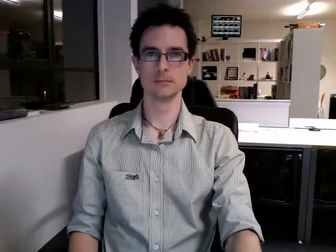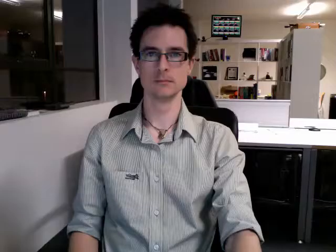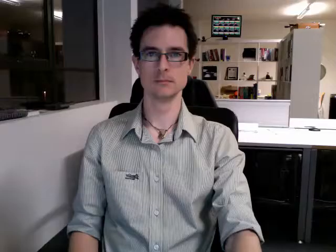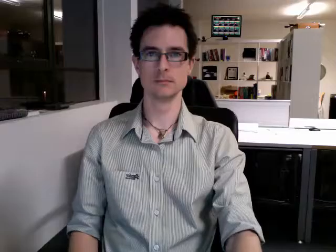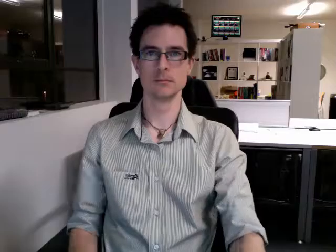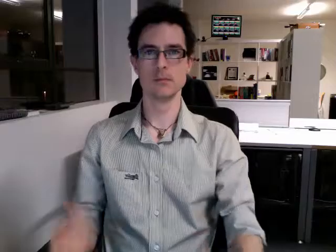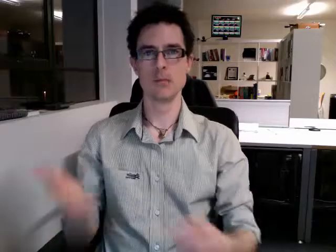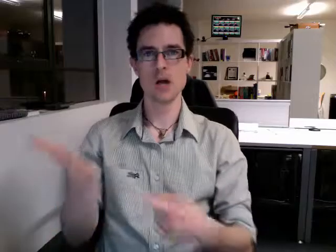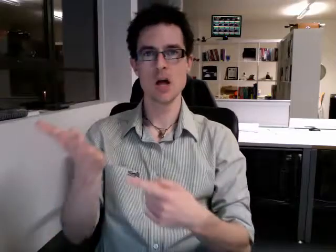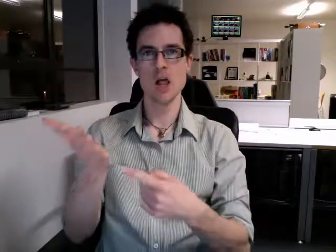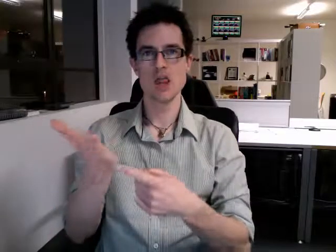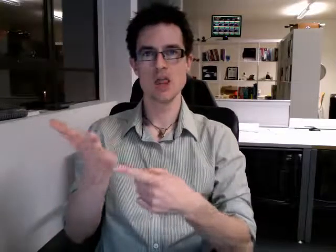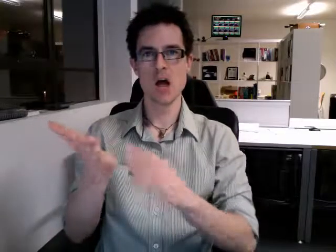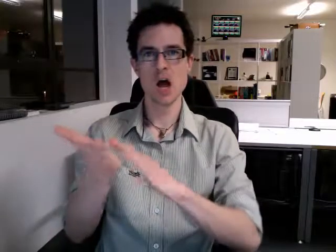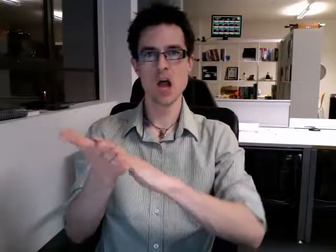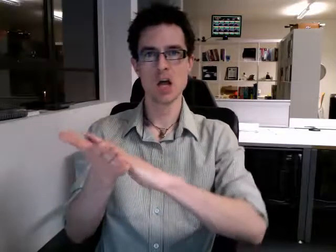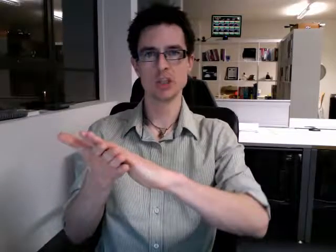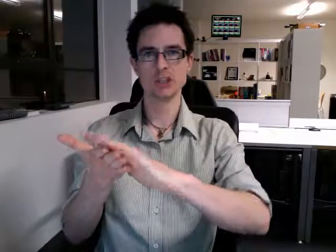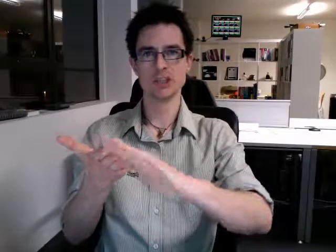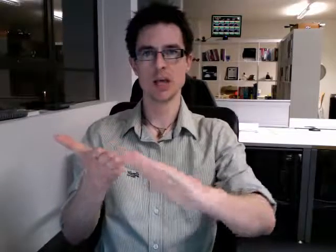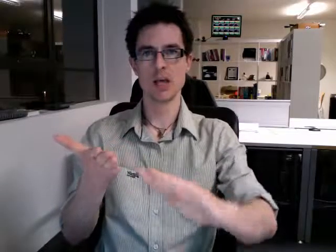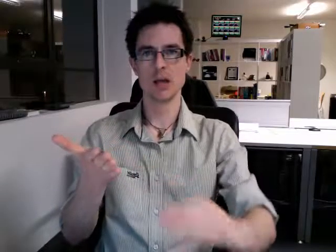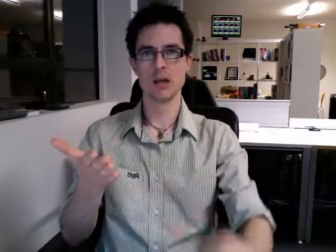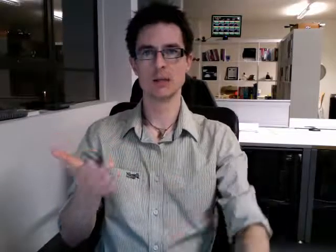thursday